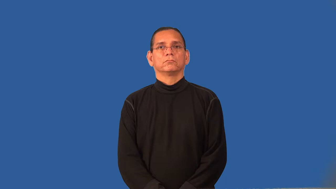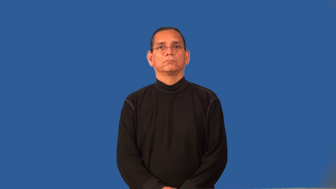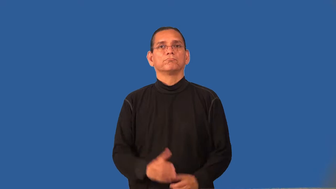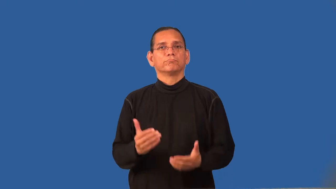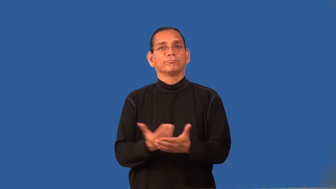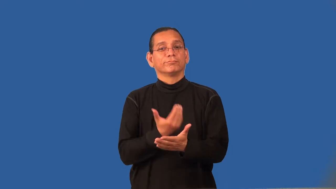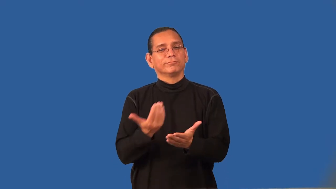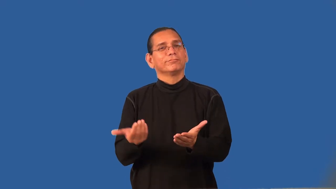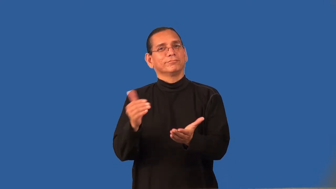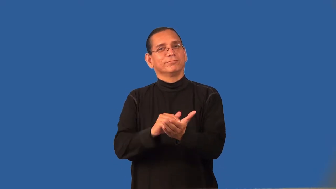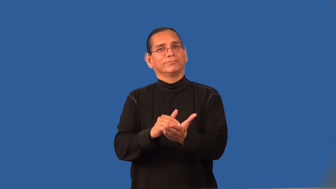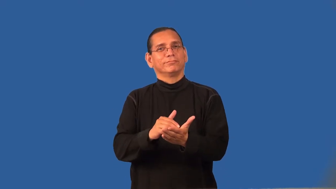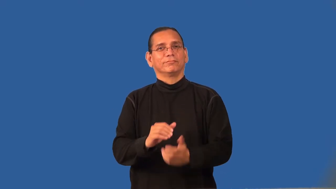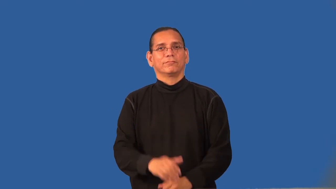refresh,freshen,reinvigroate